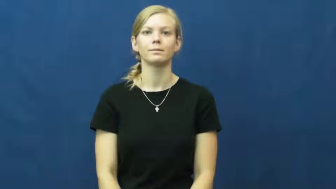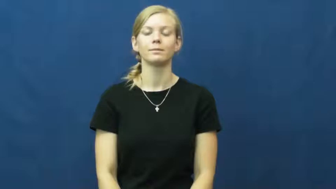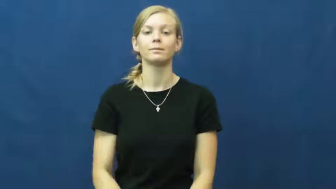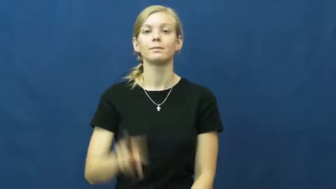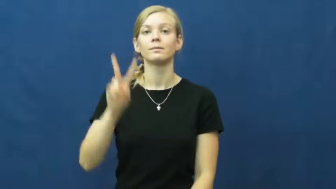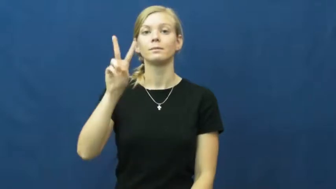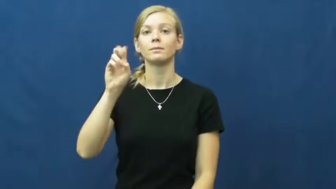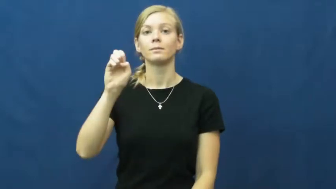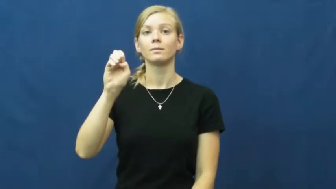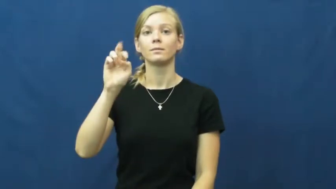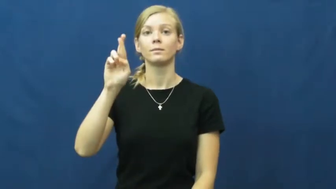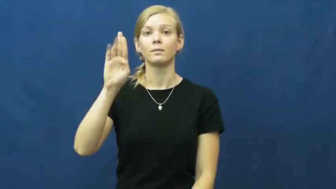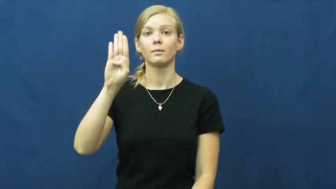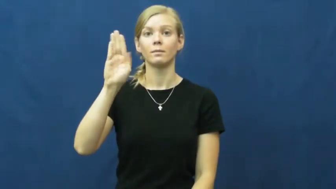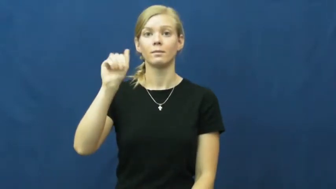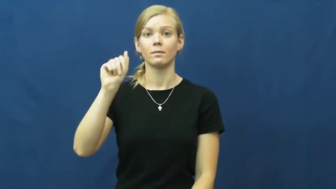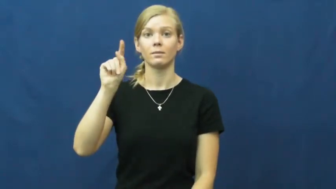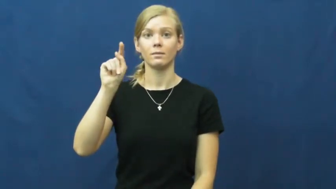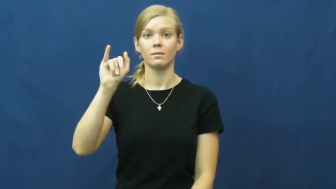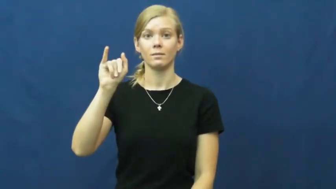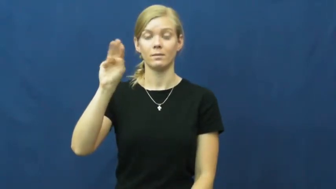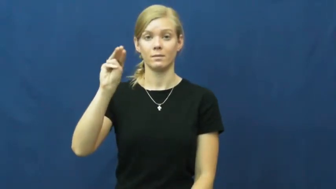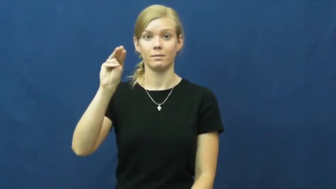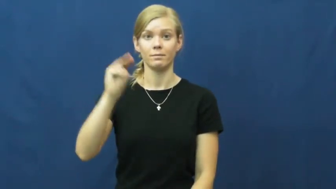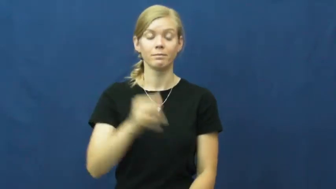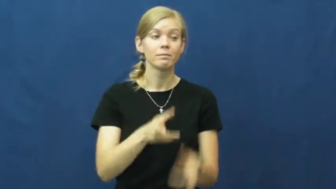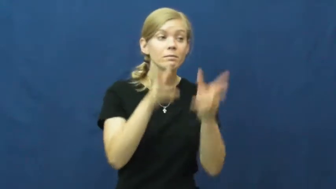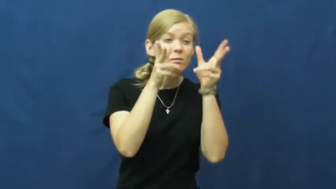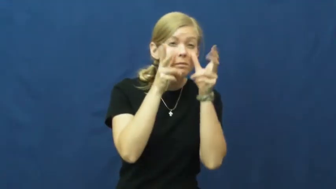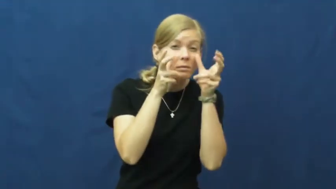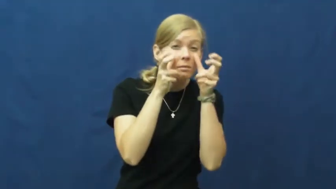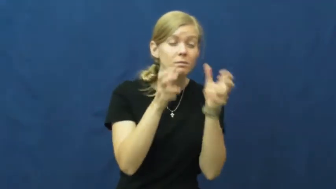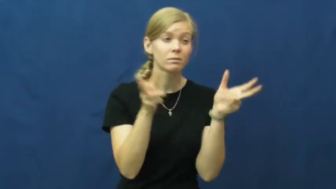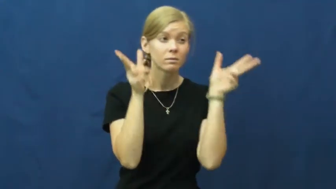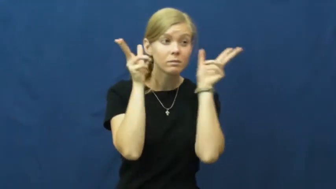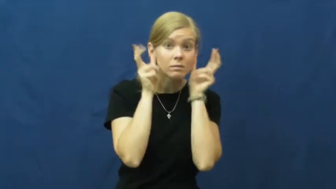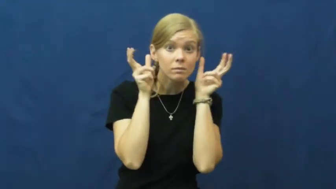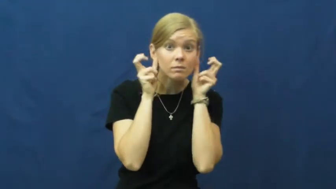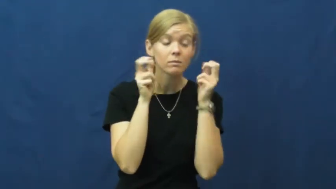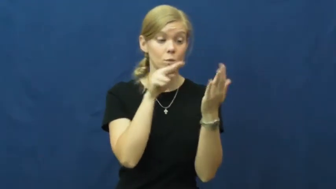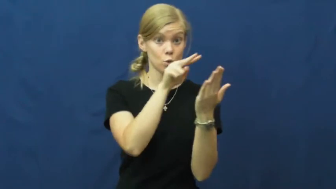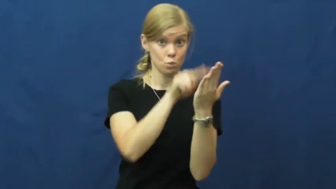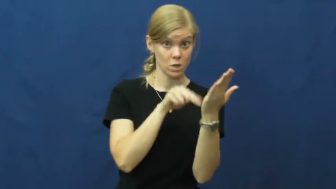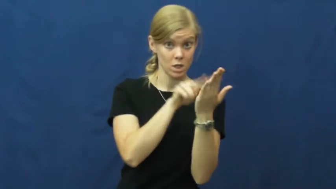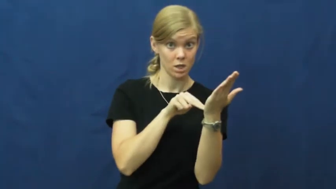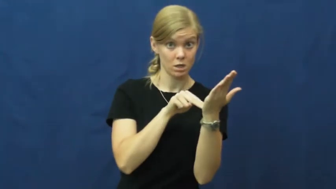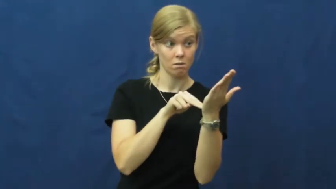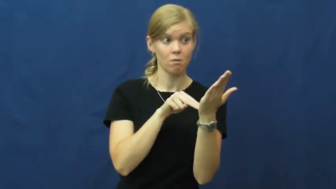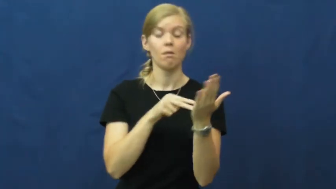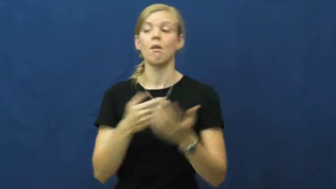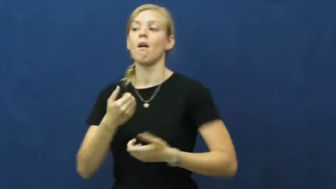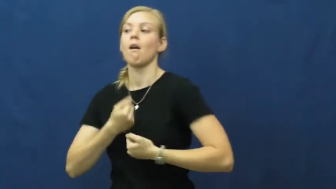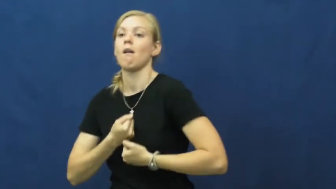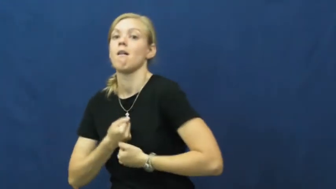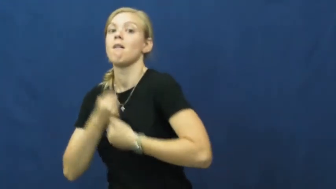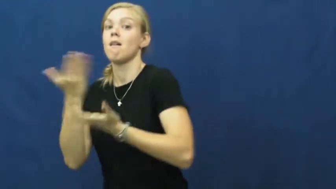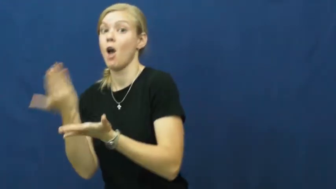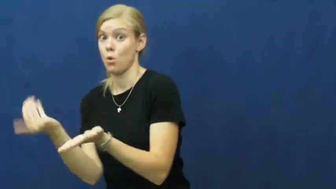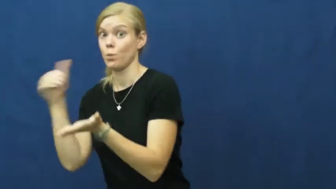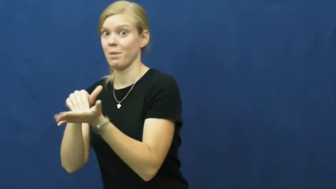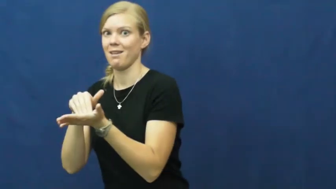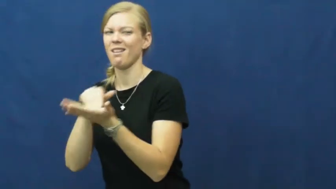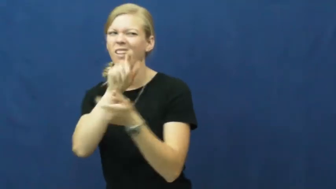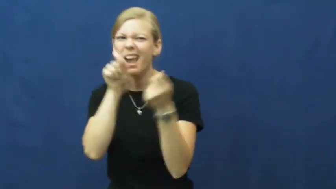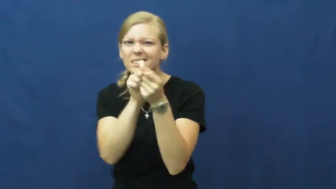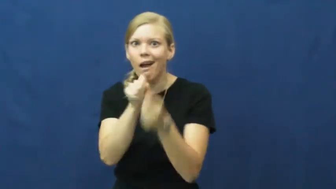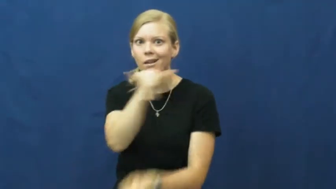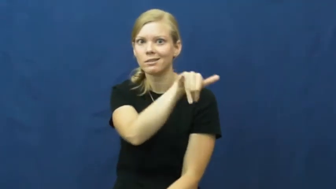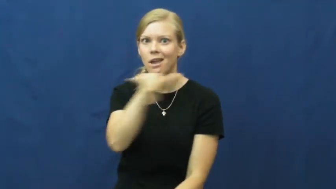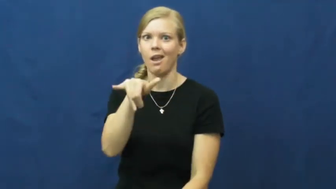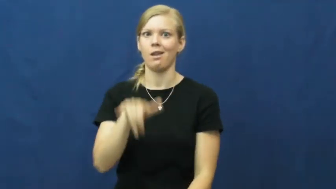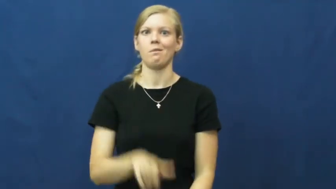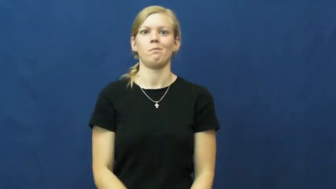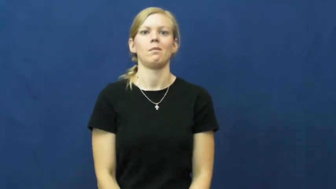verbatim